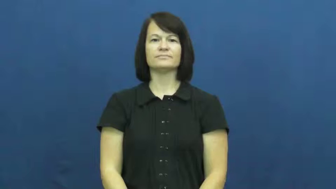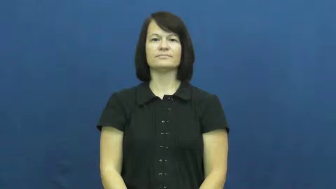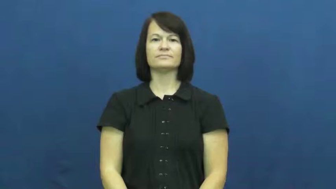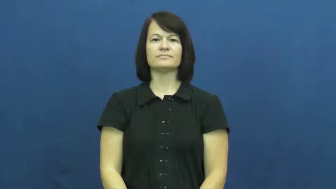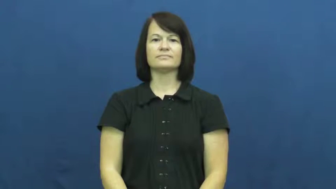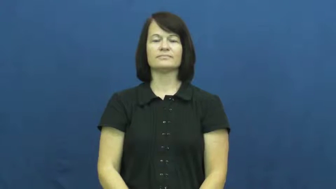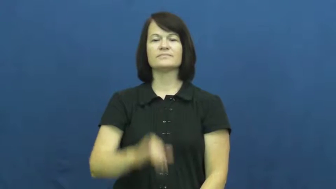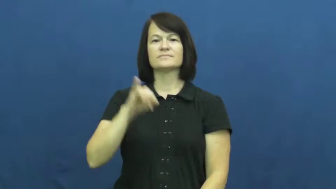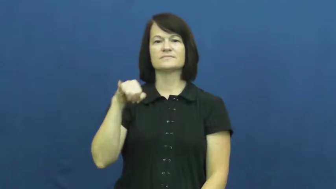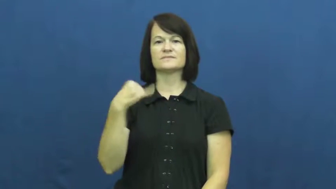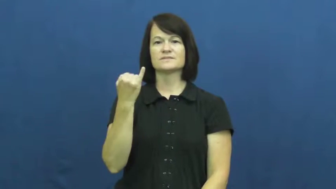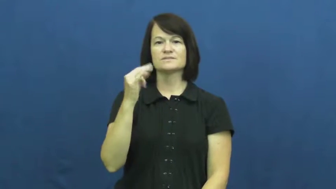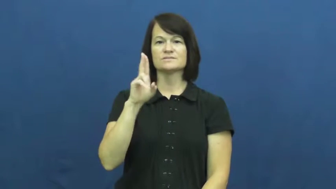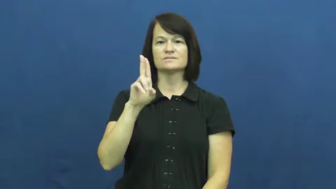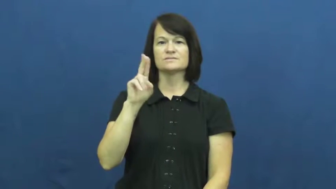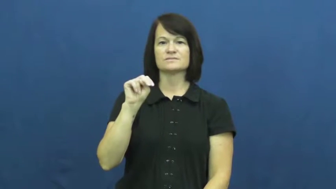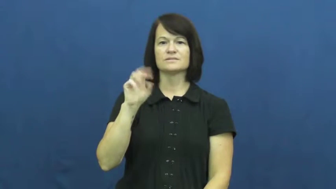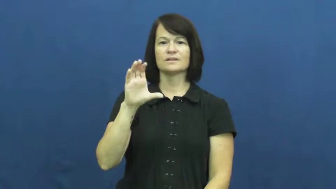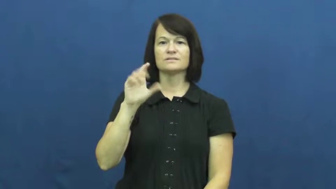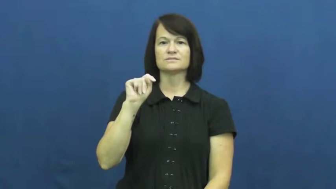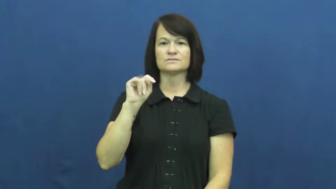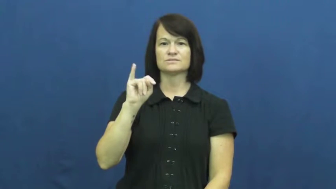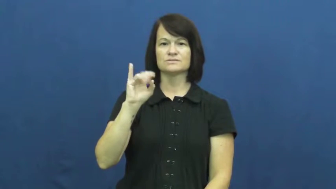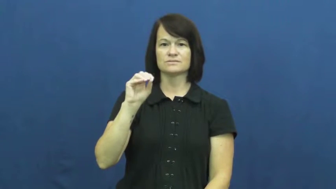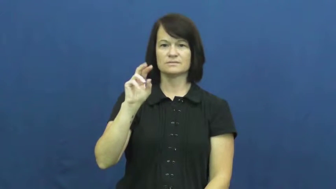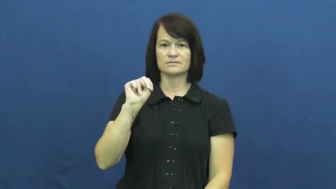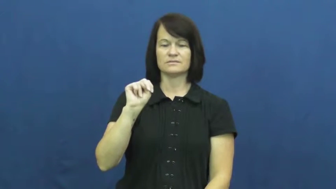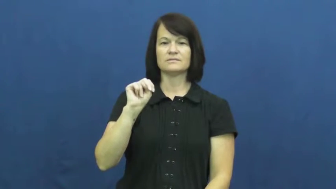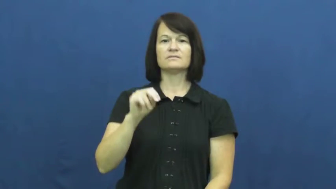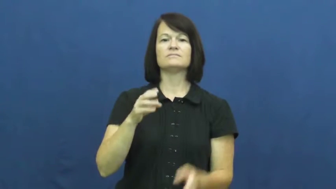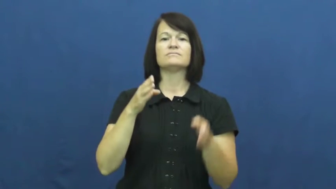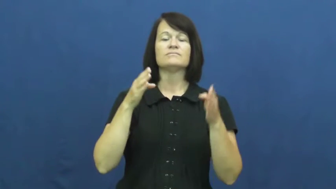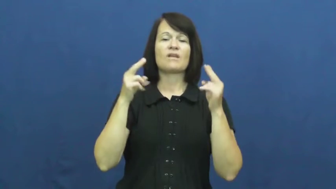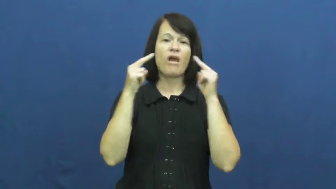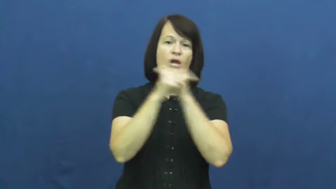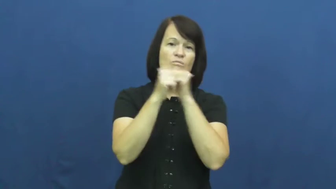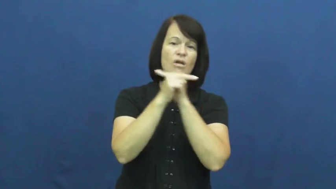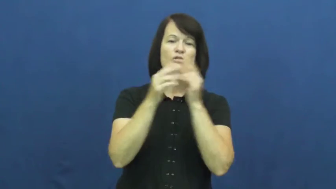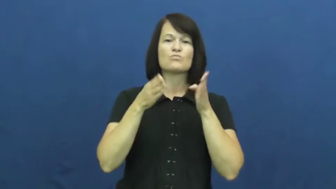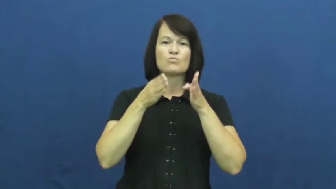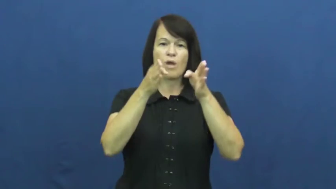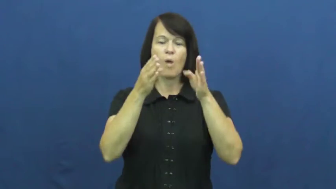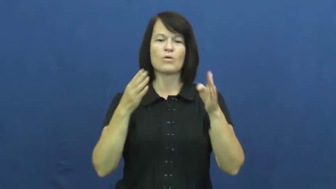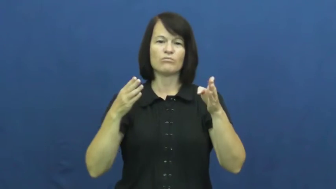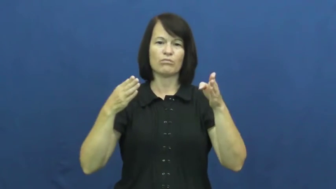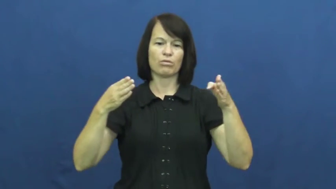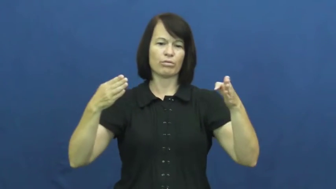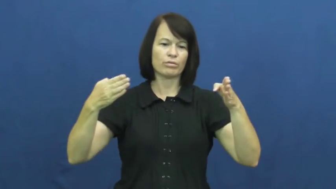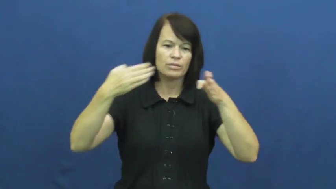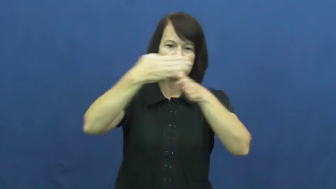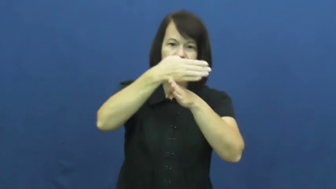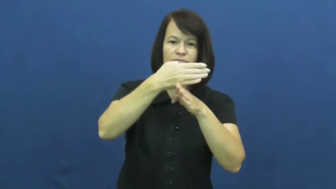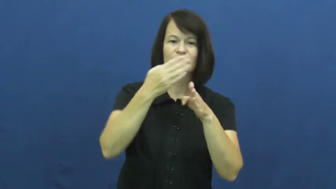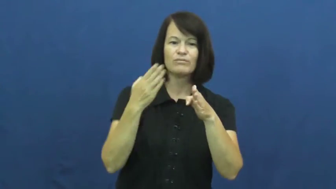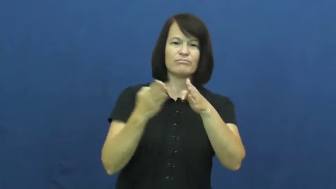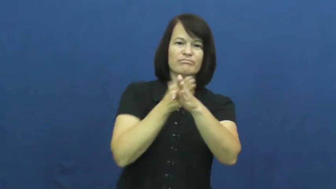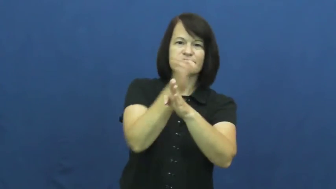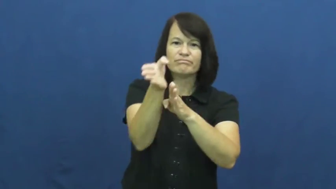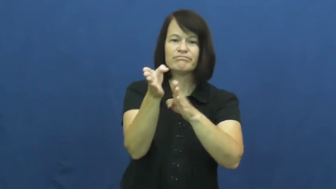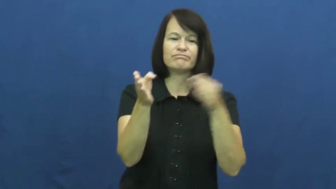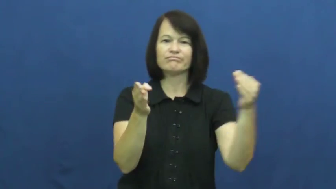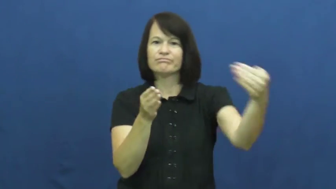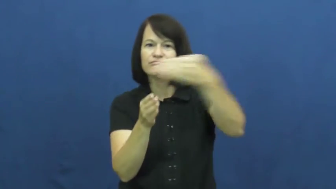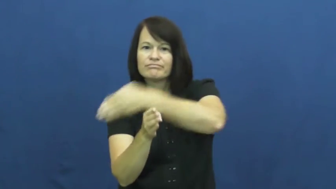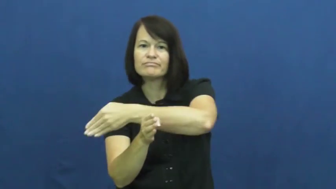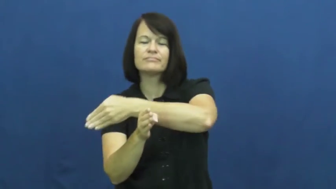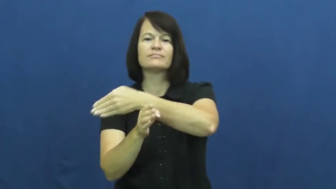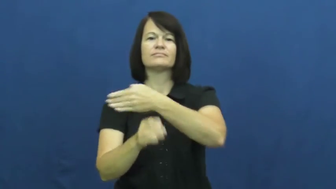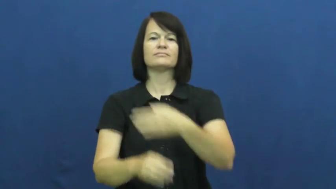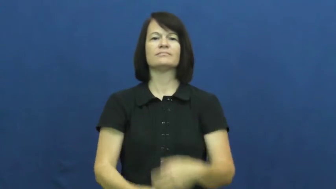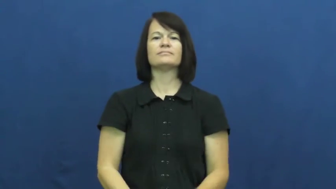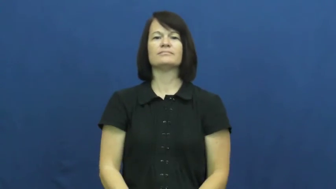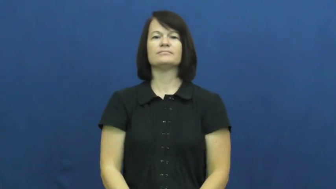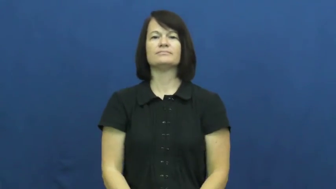junction-road